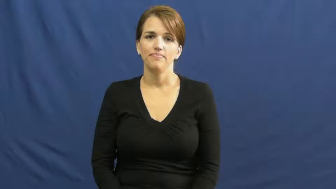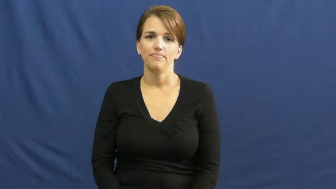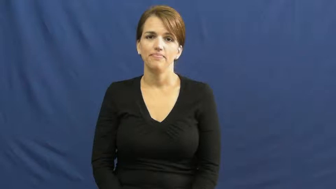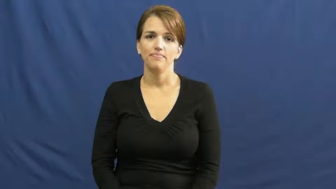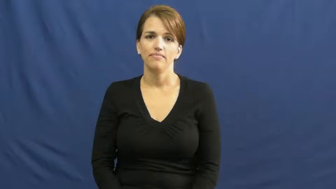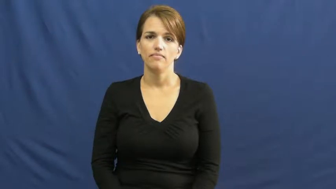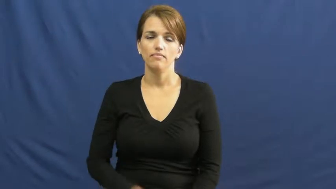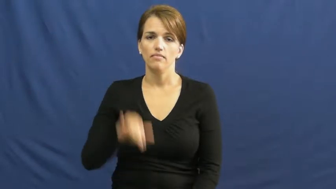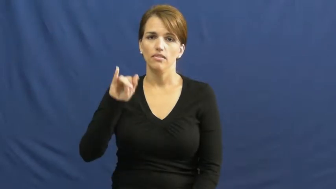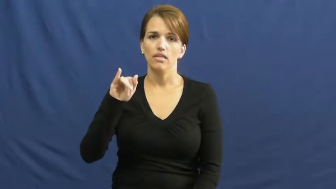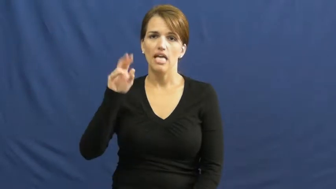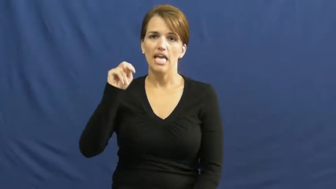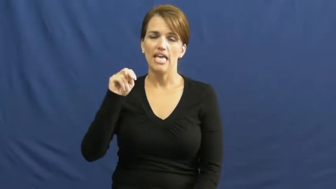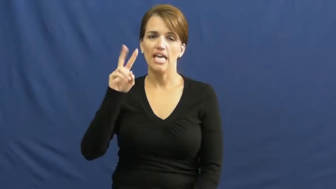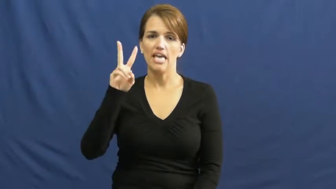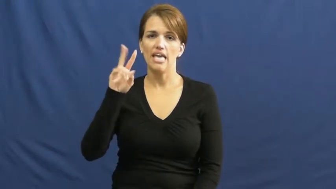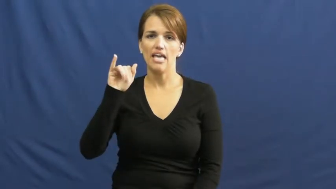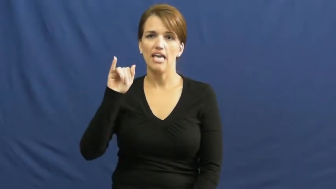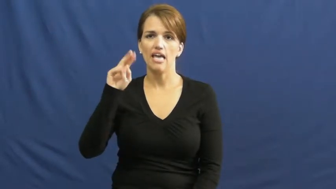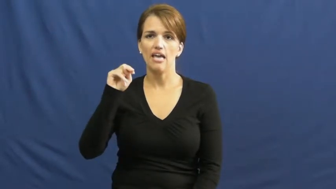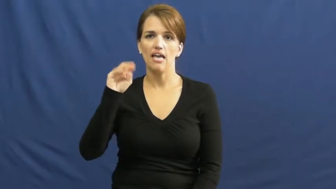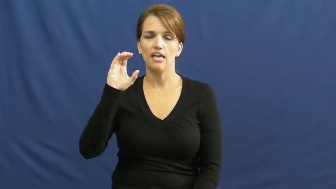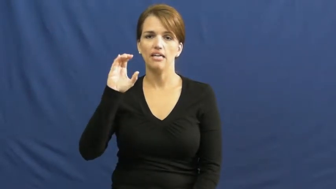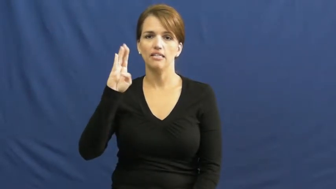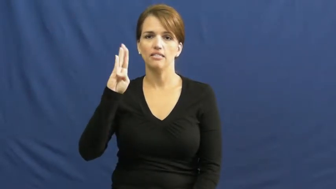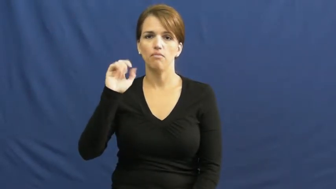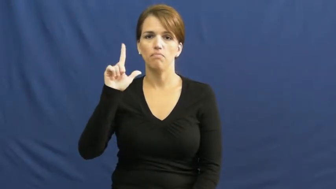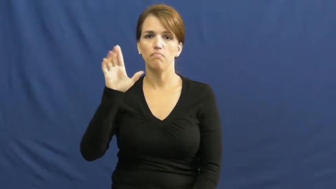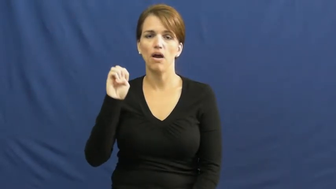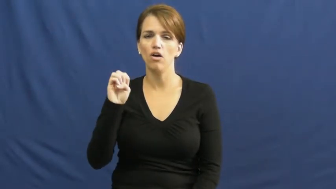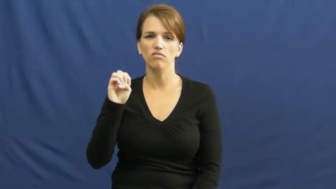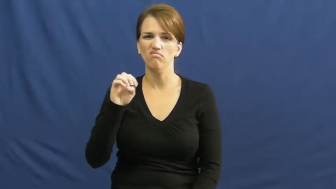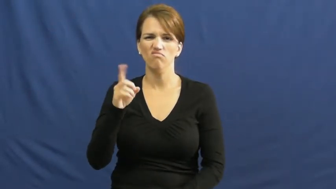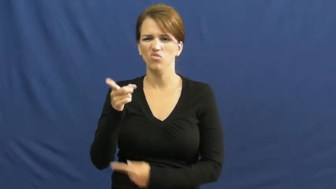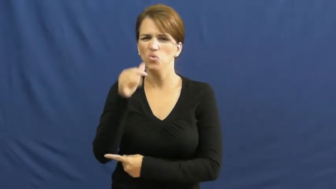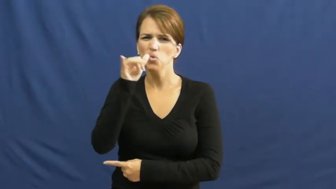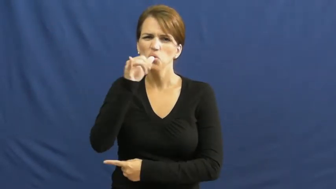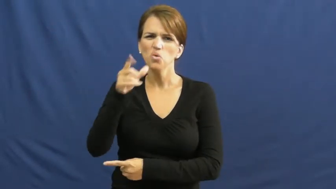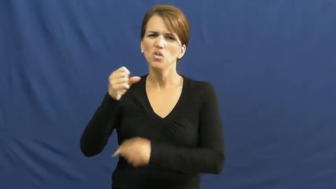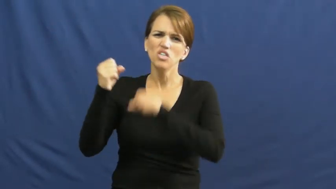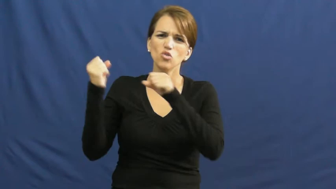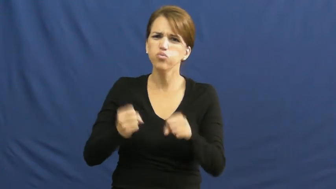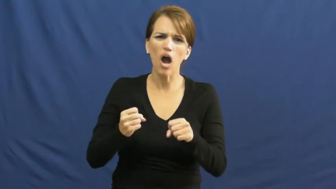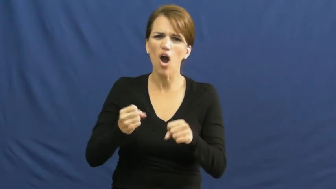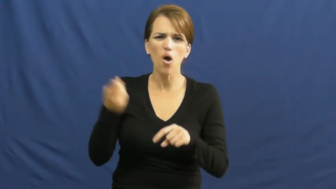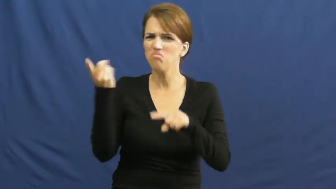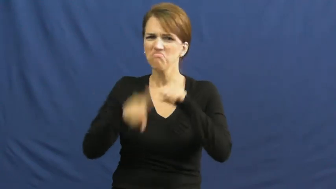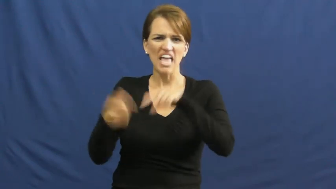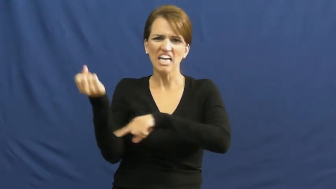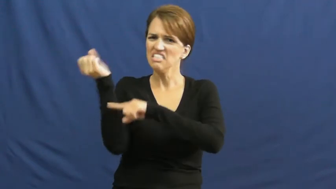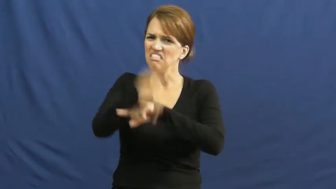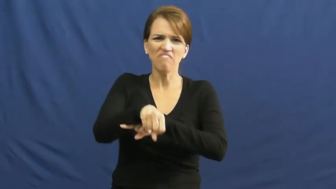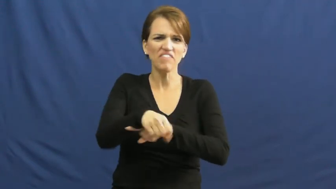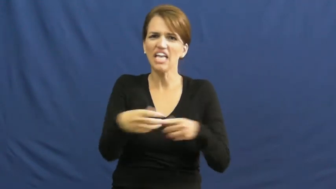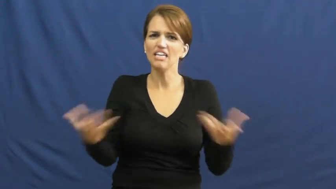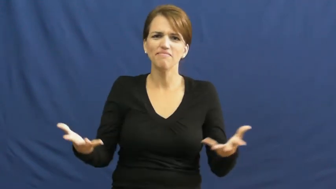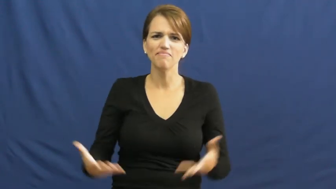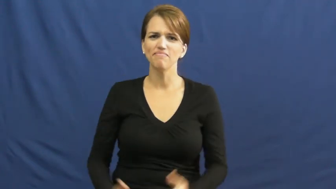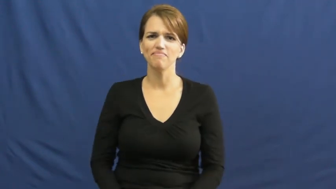invincible